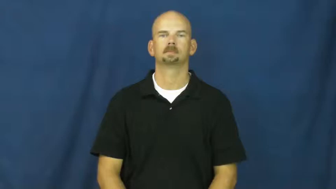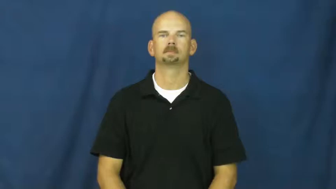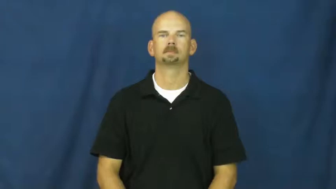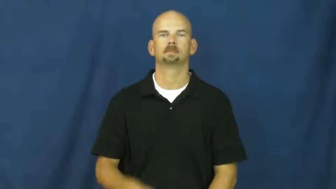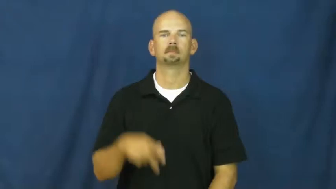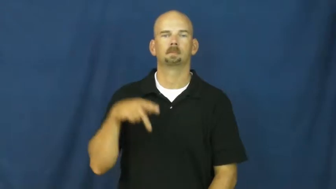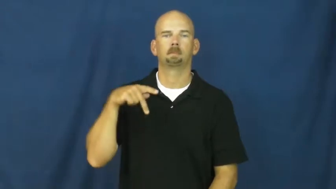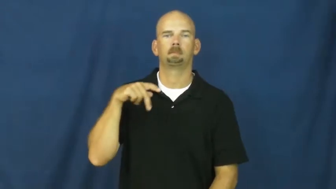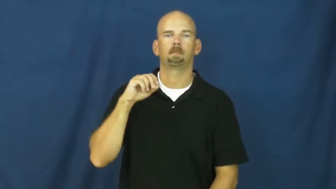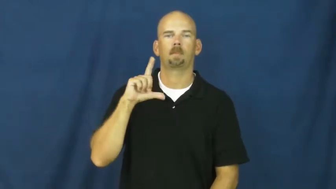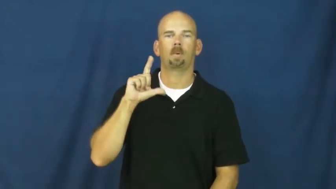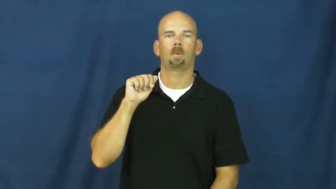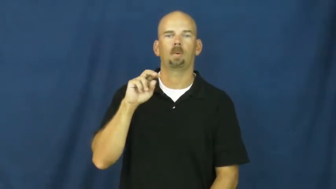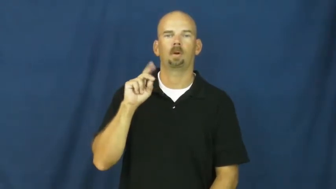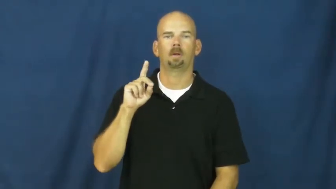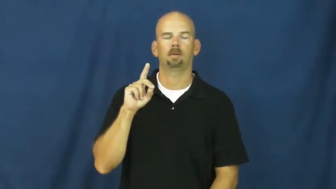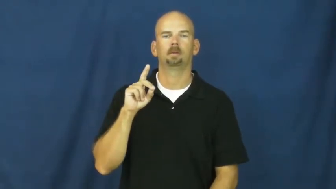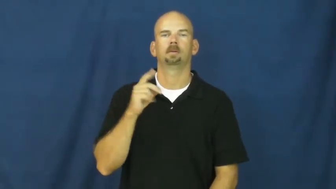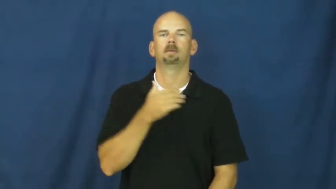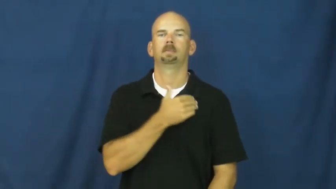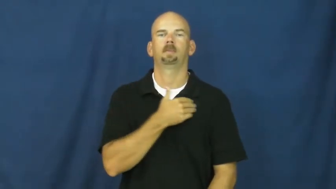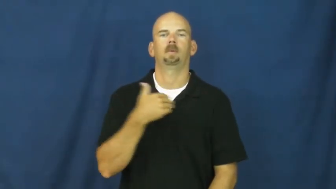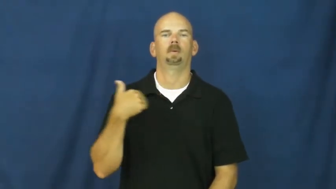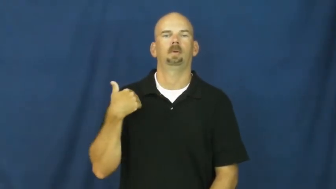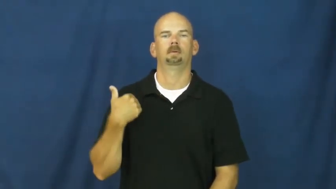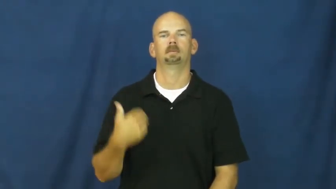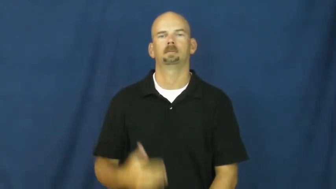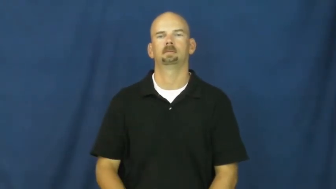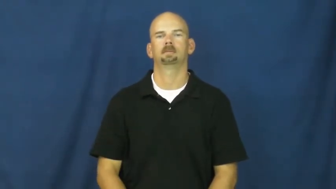poland